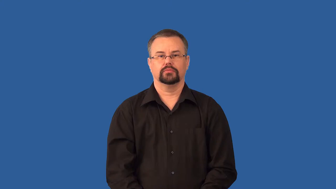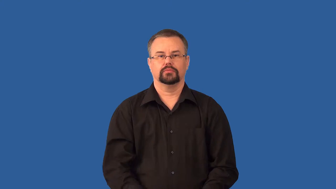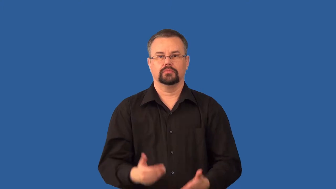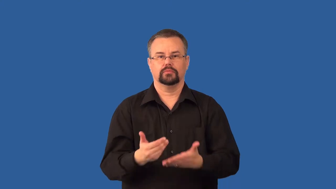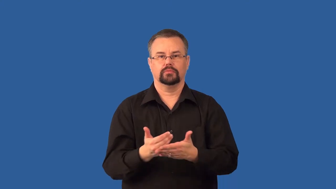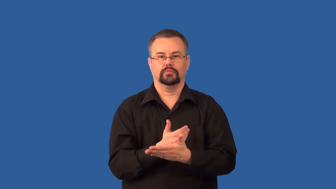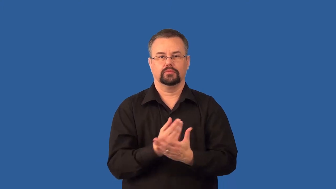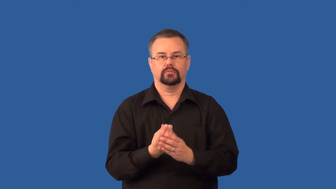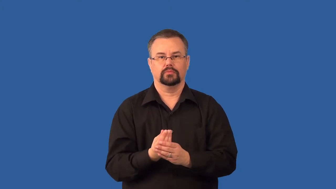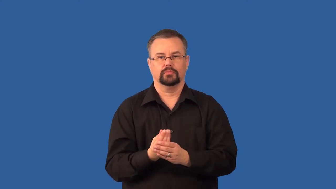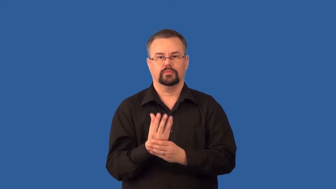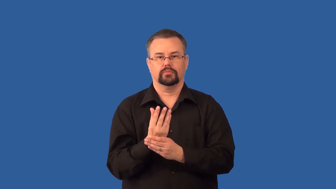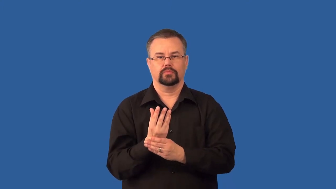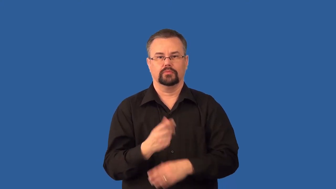bud,seedling